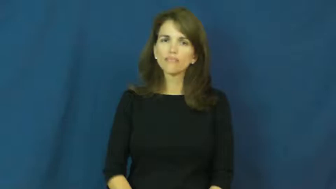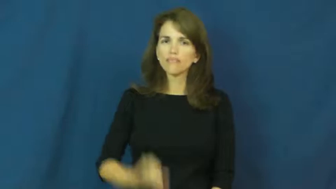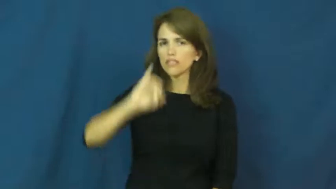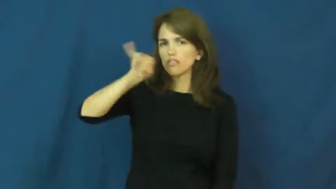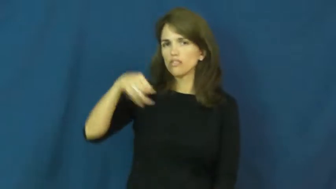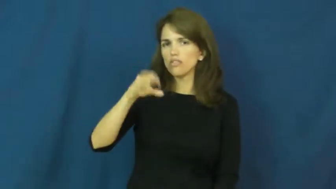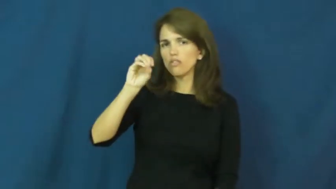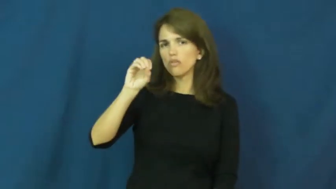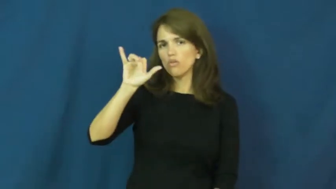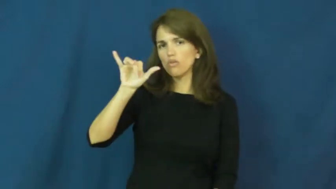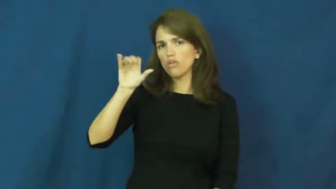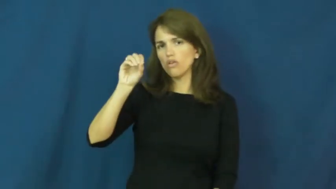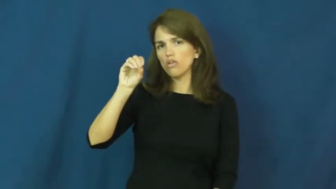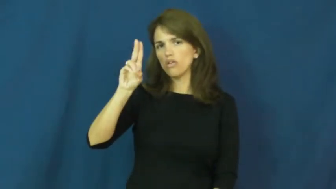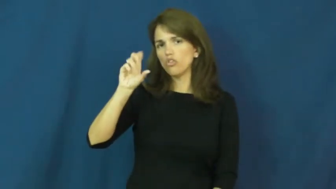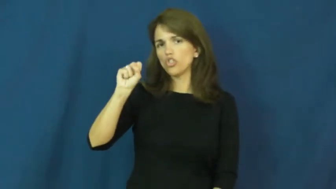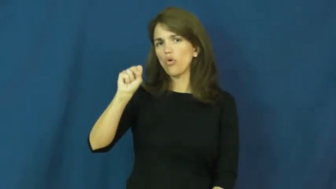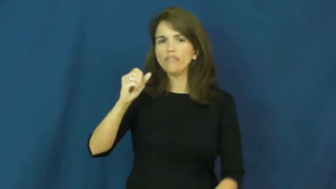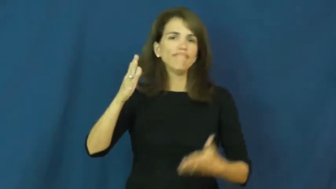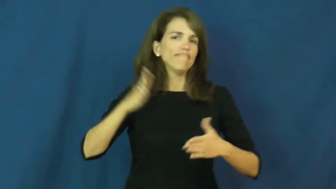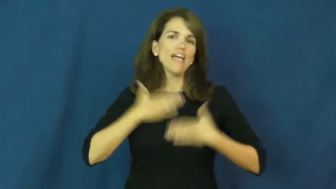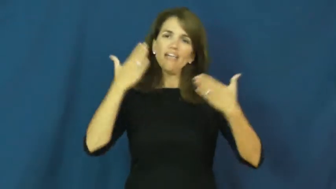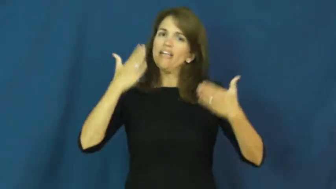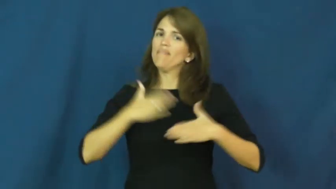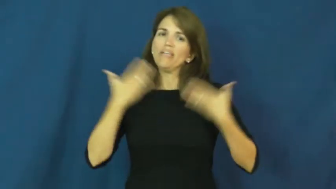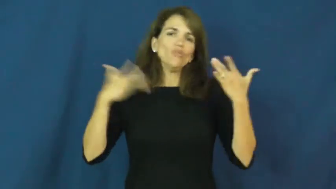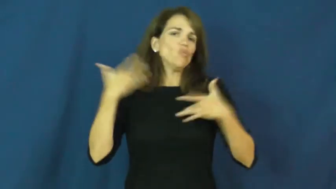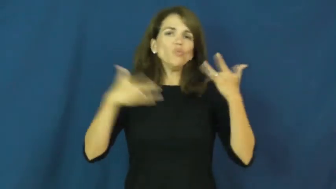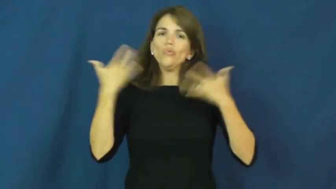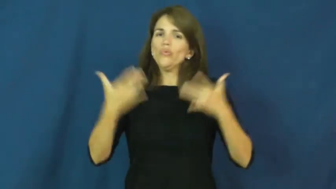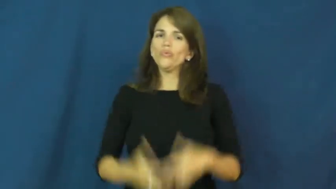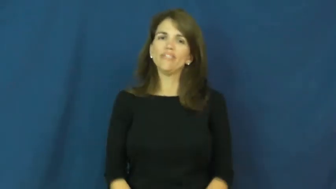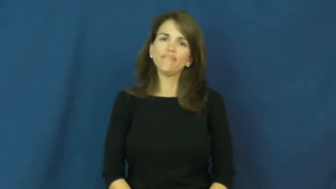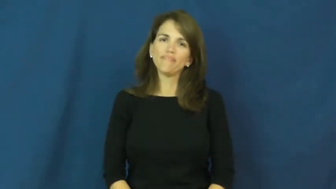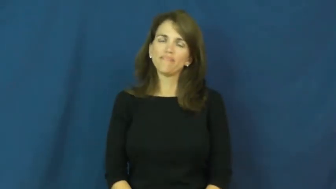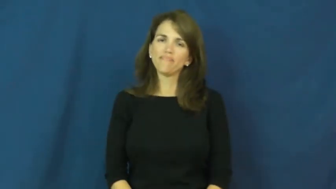joyous